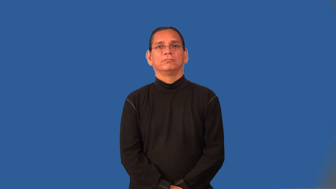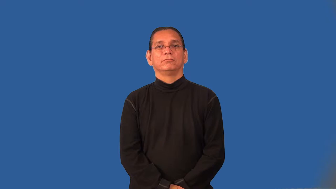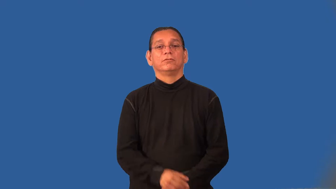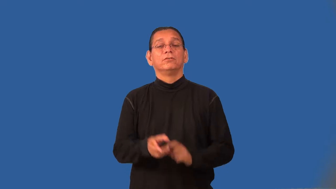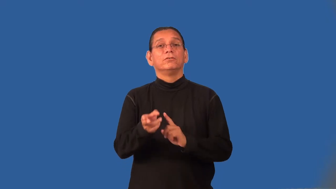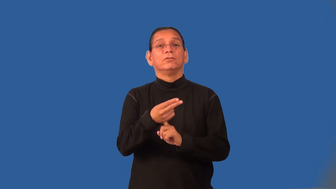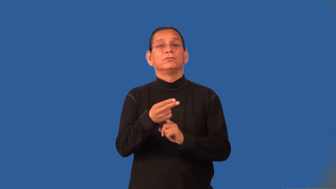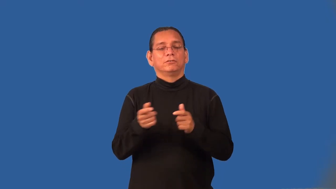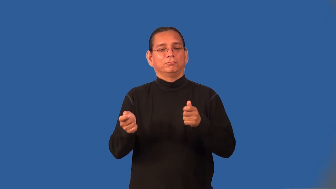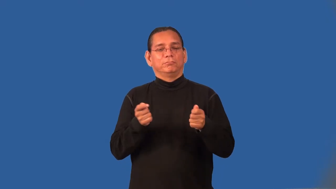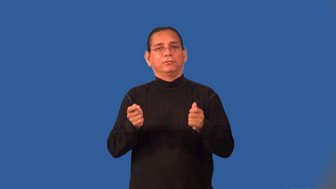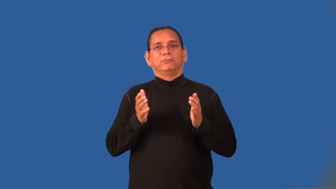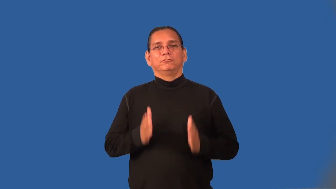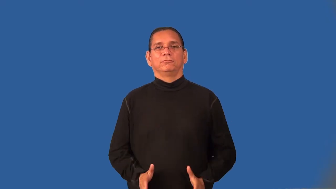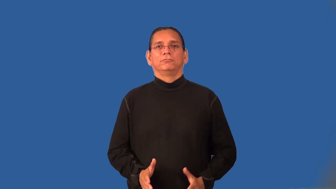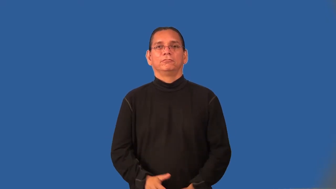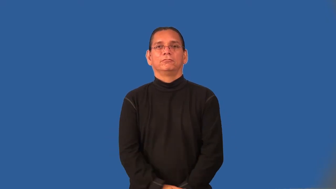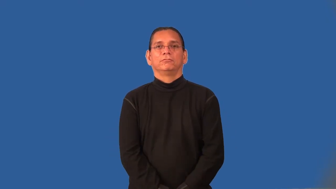hotelier